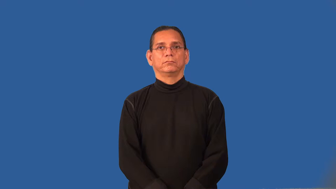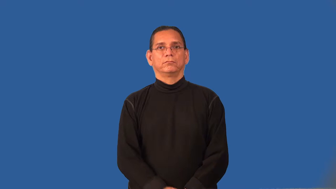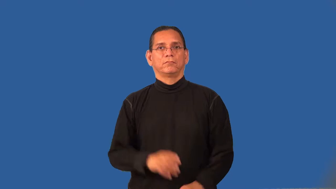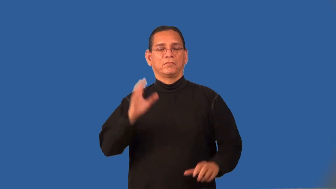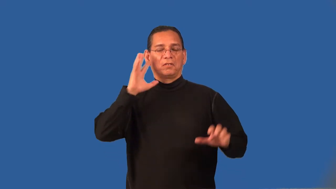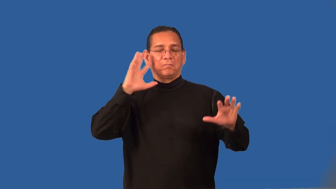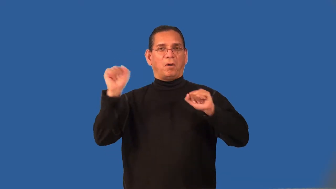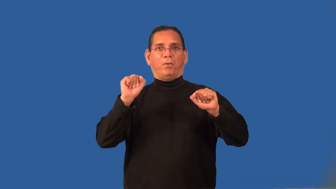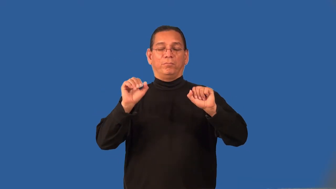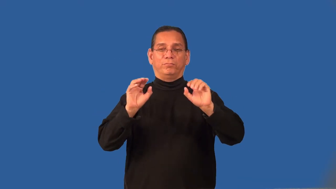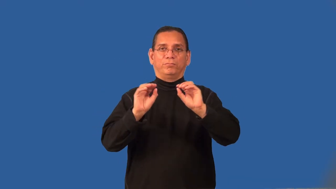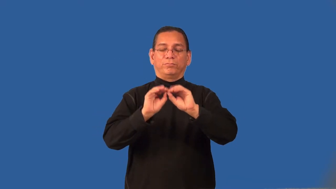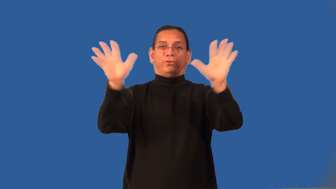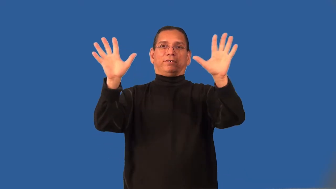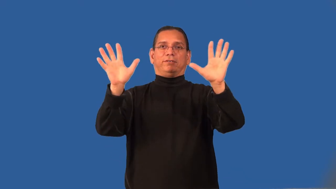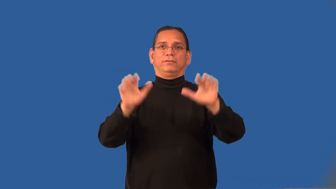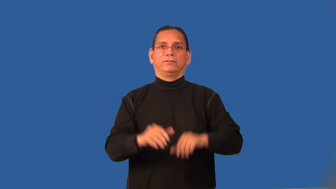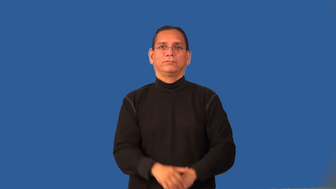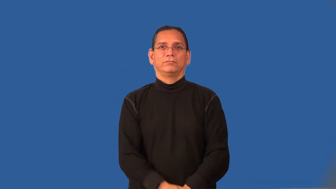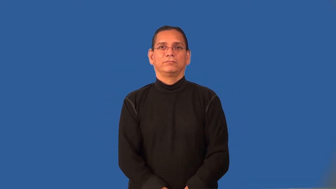radiant